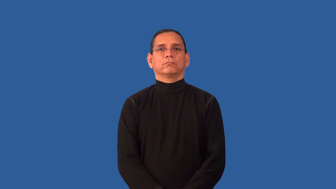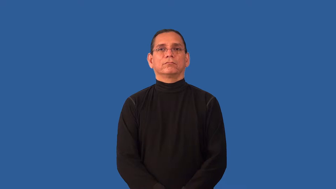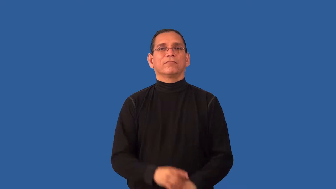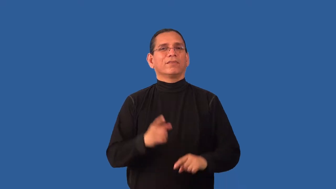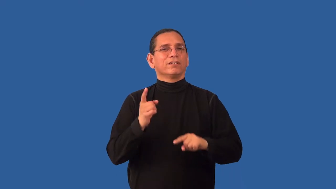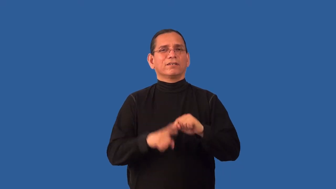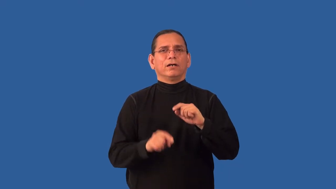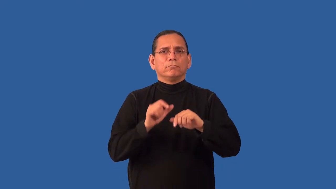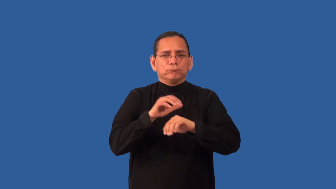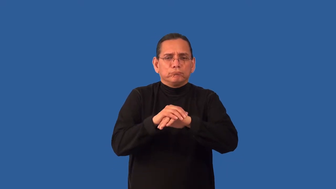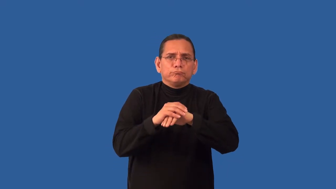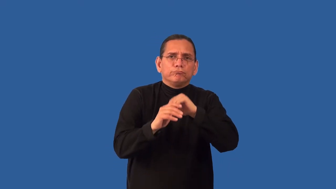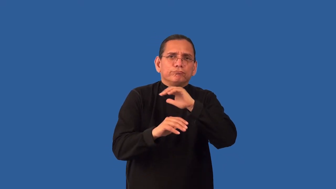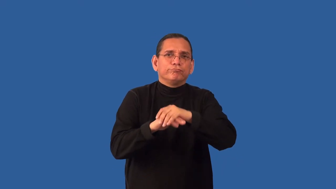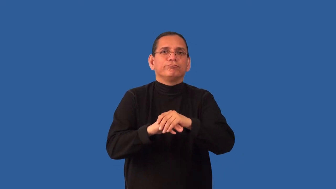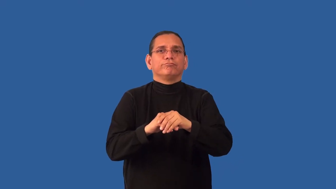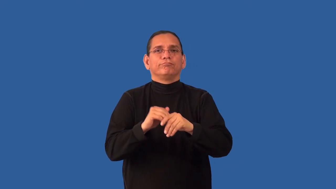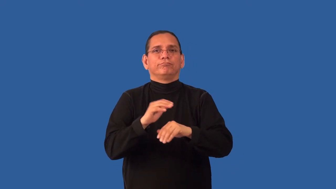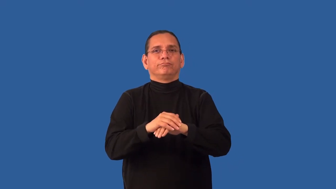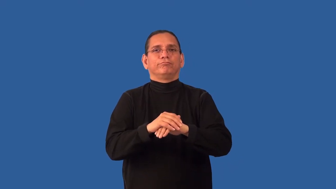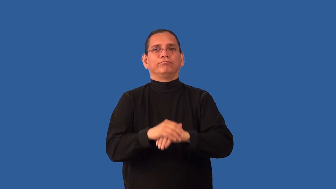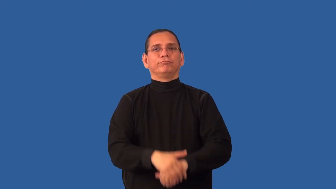inconsolable